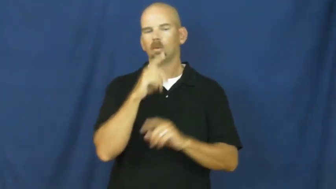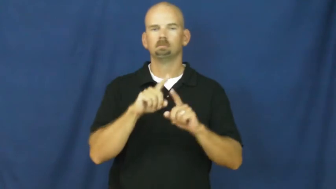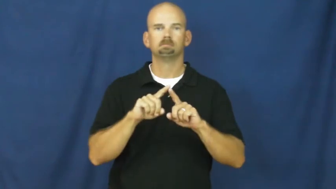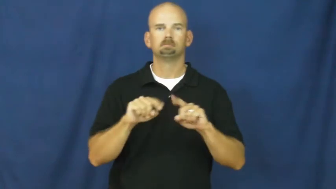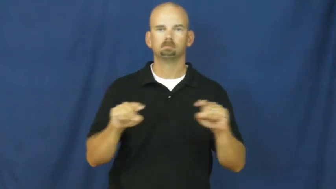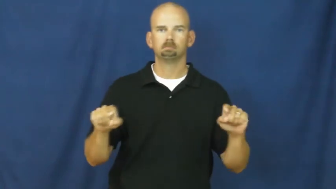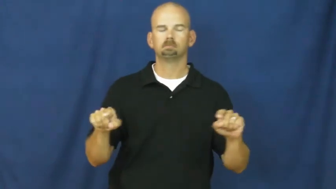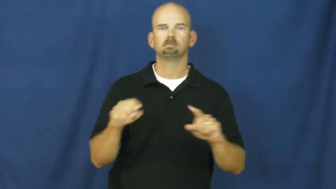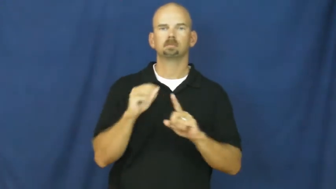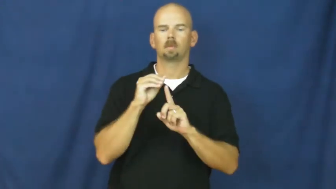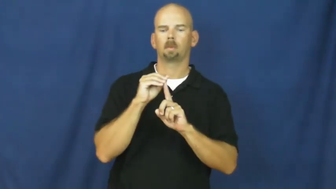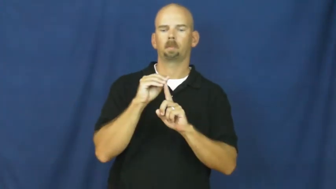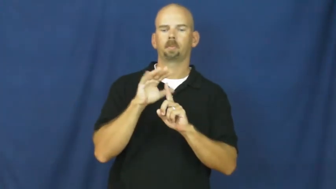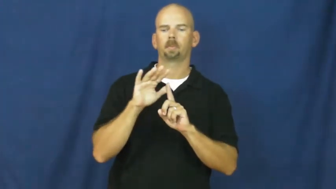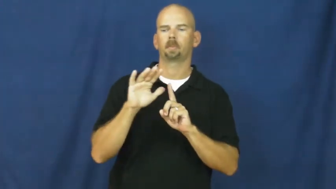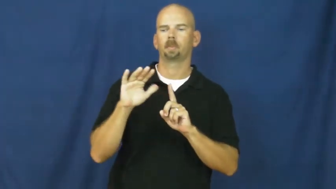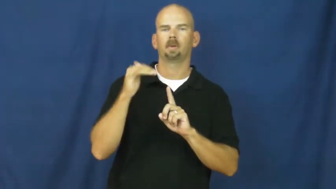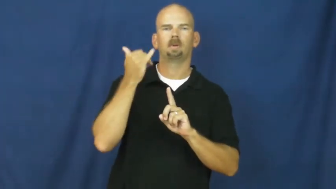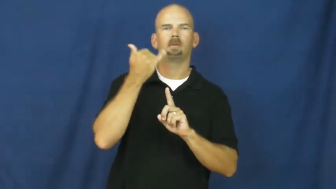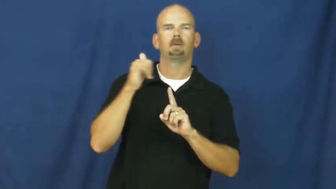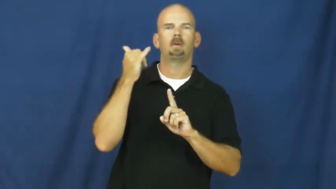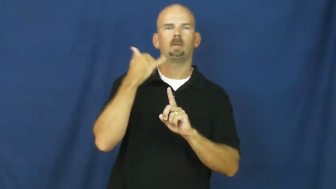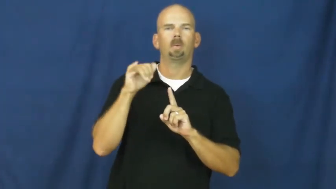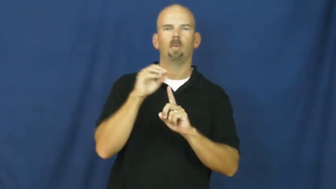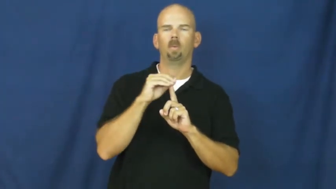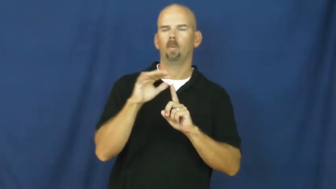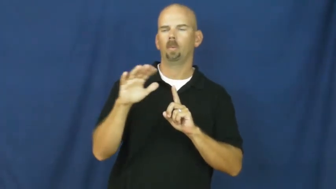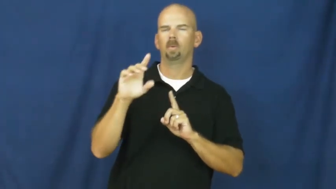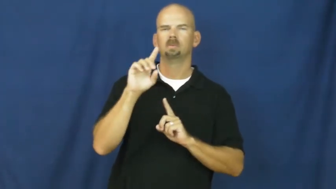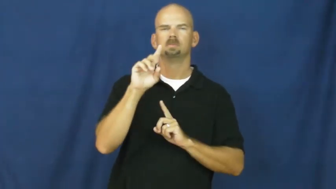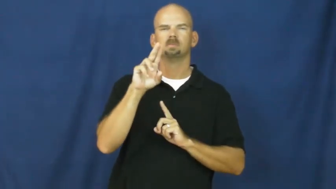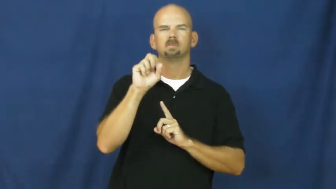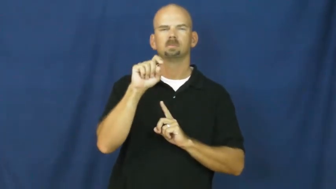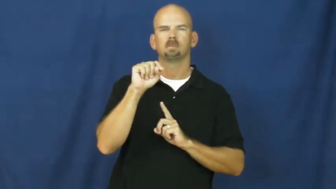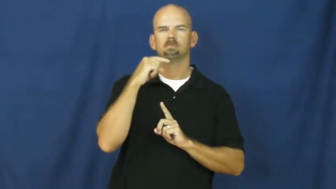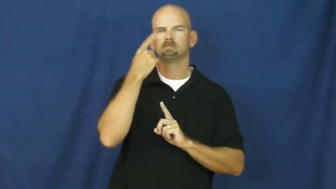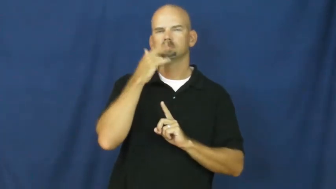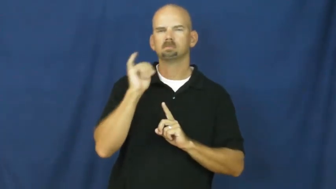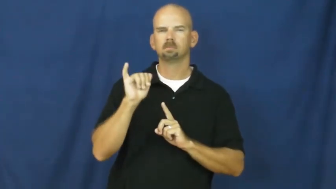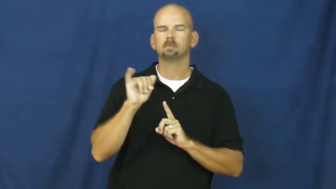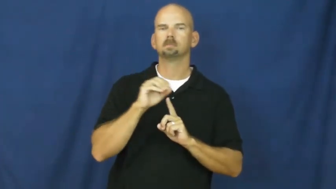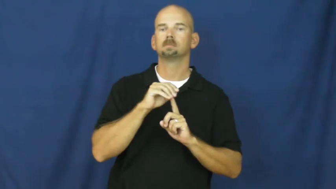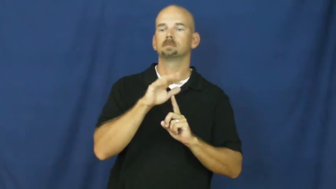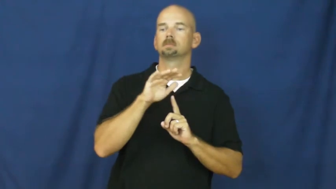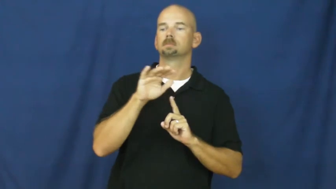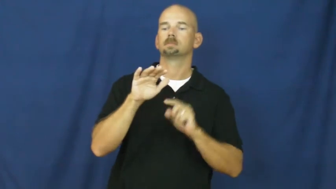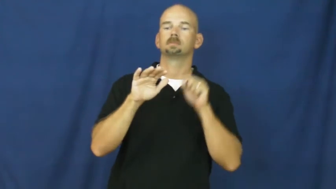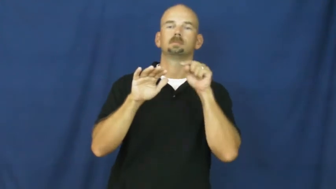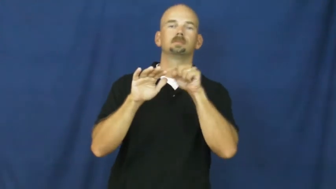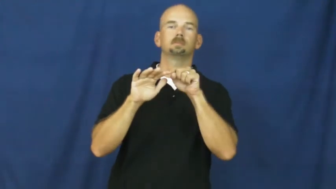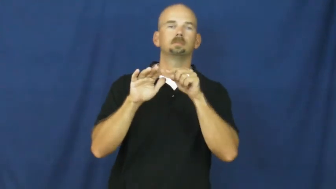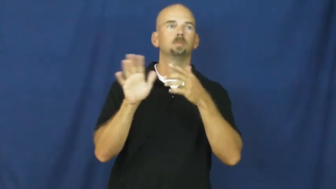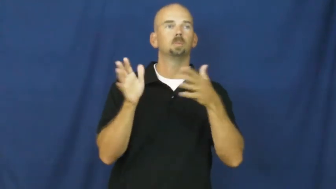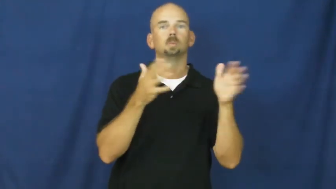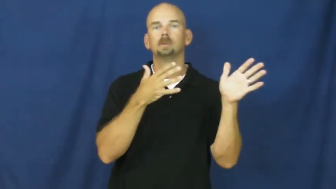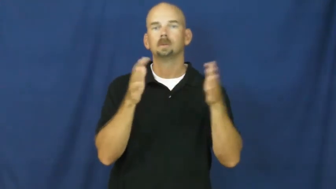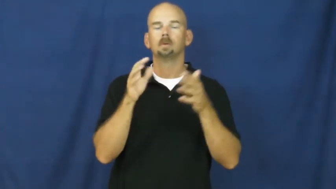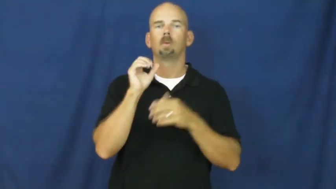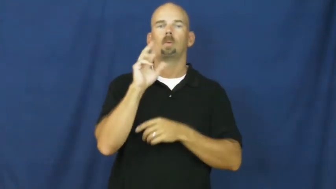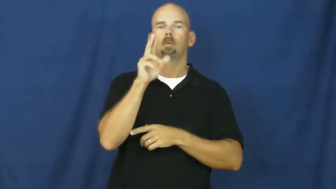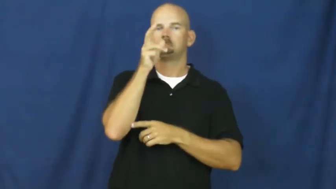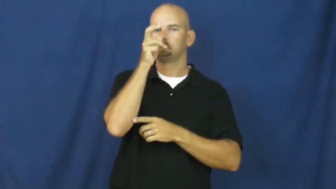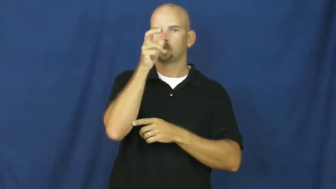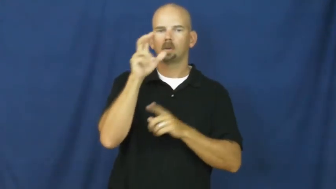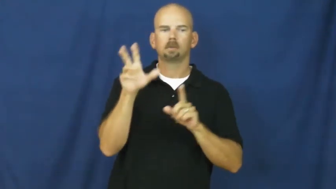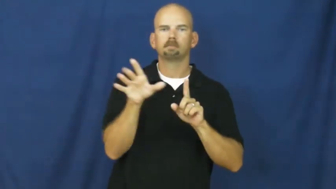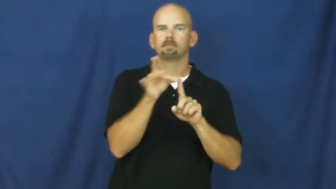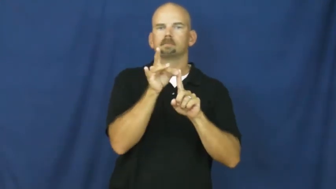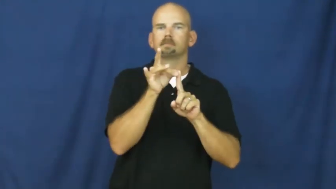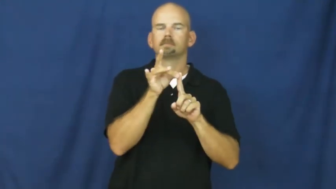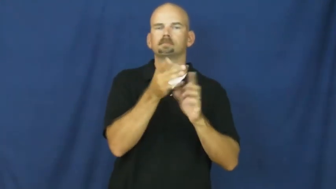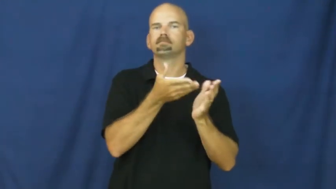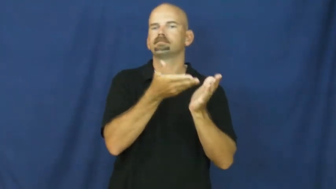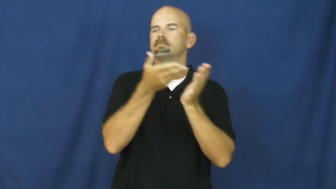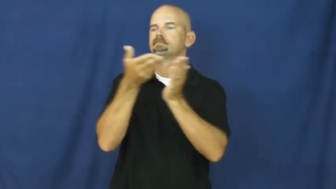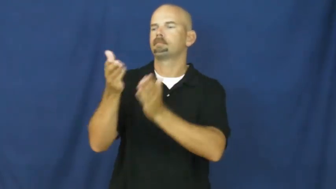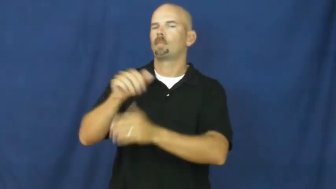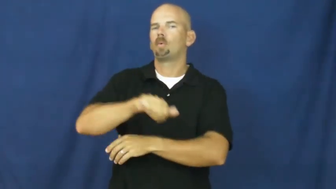pollen